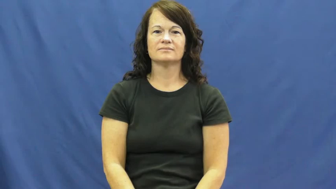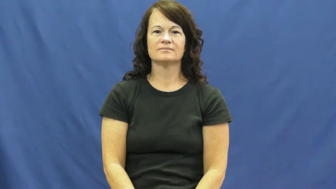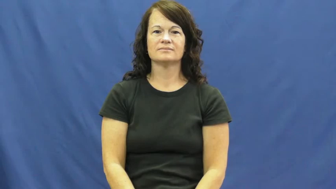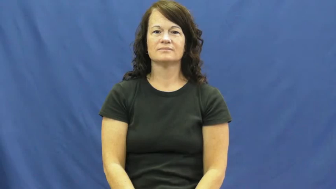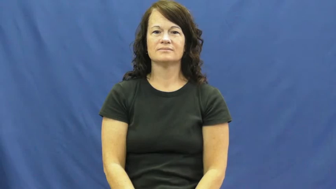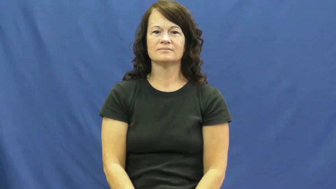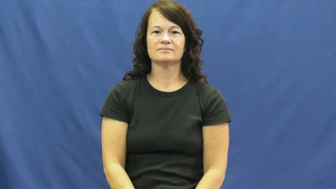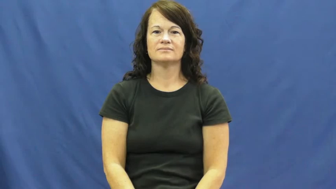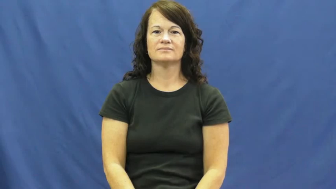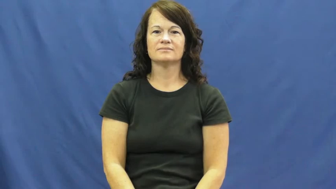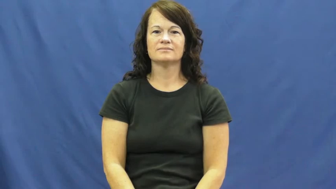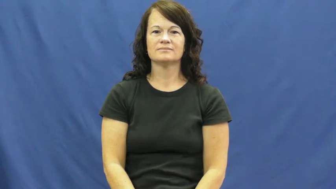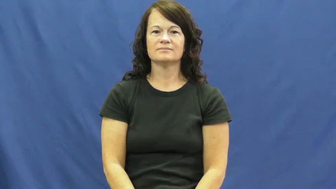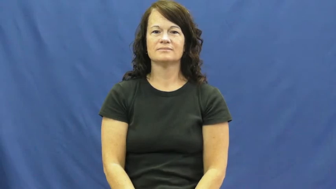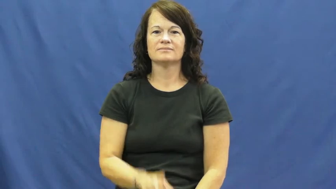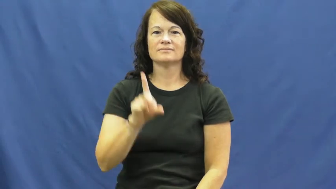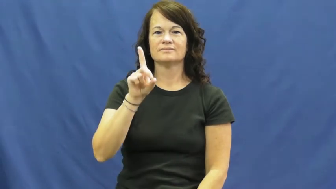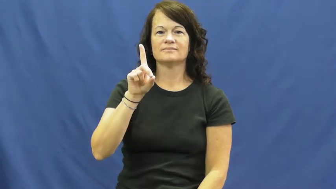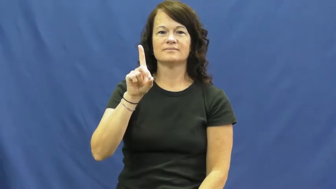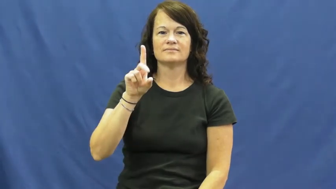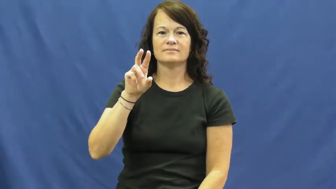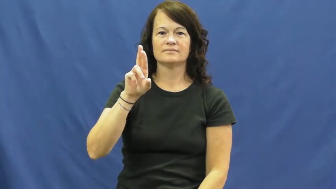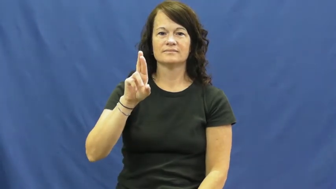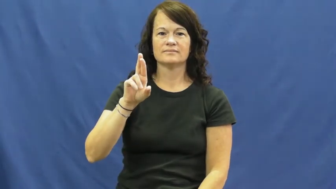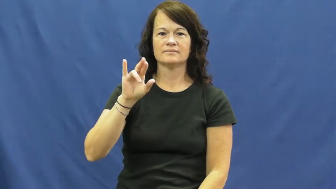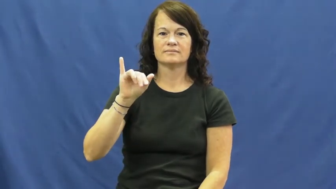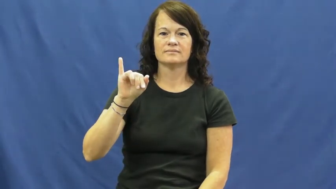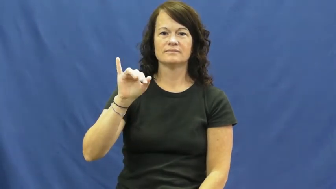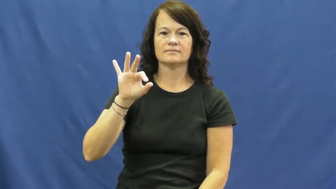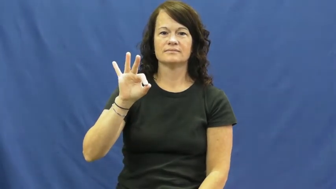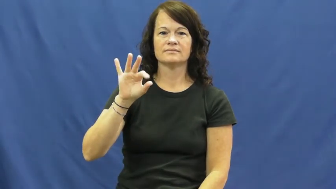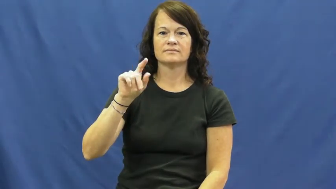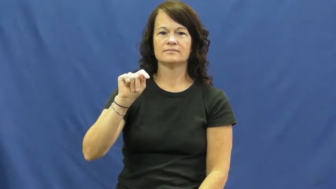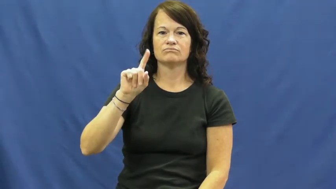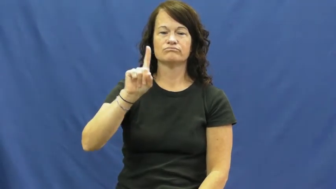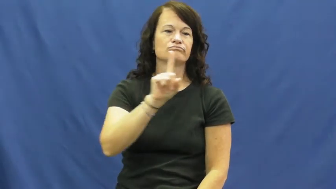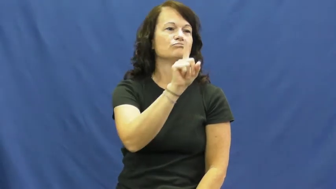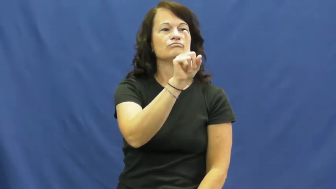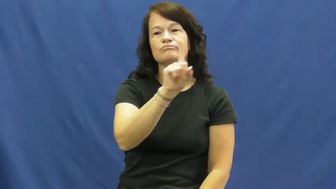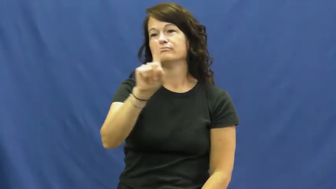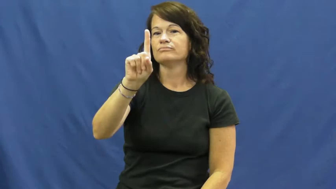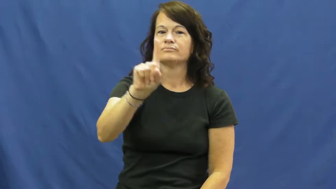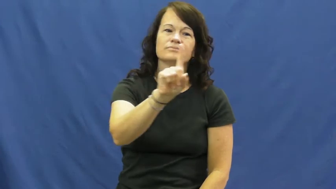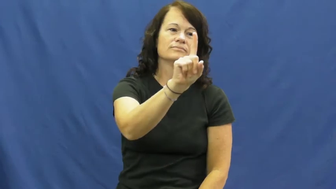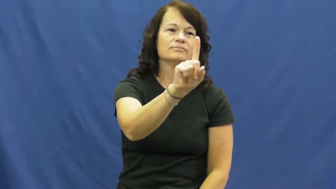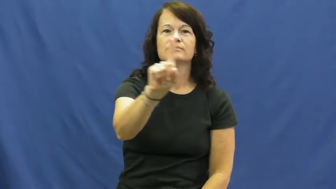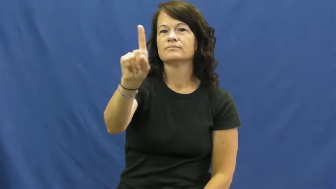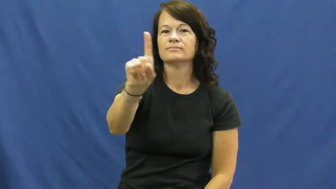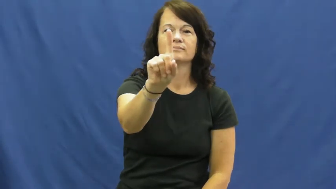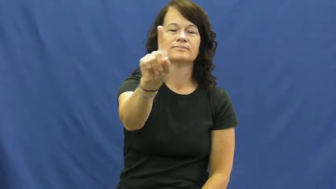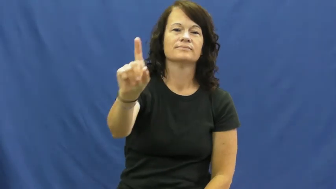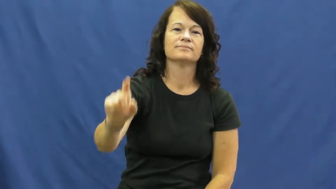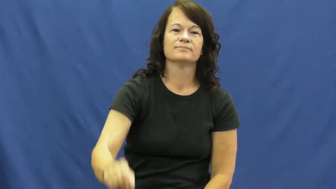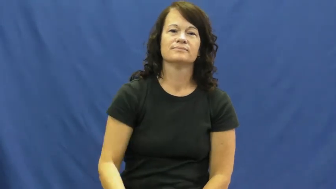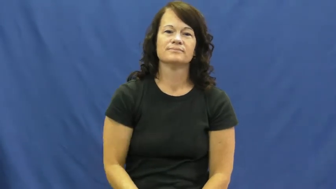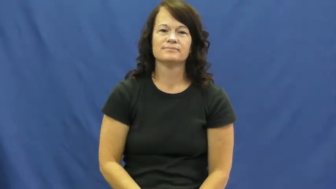drift-wander